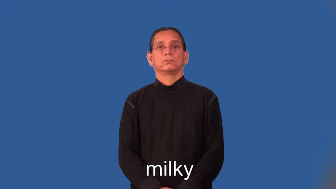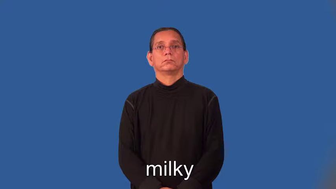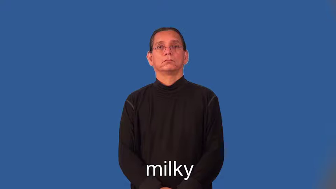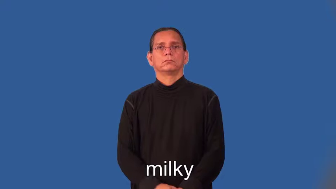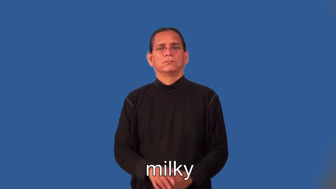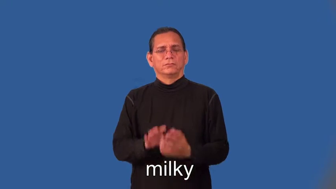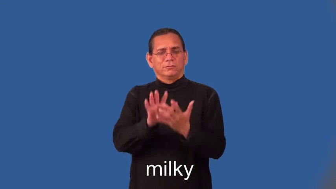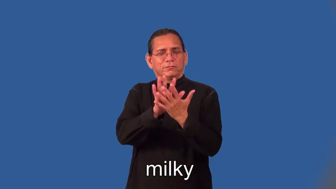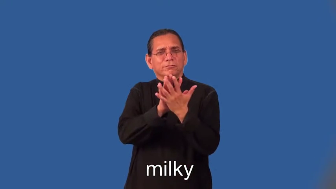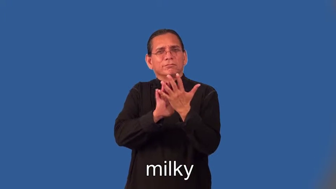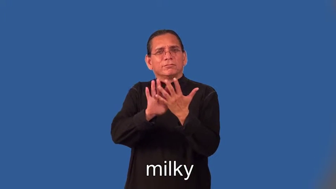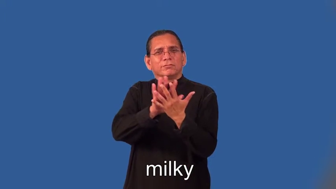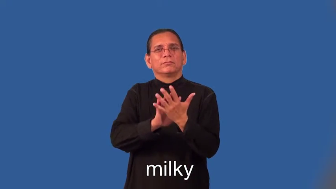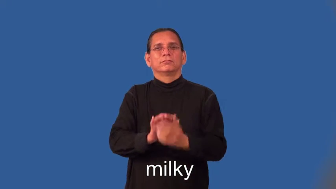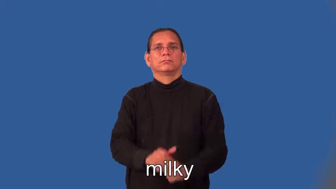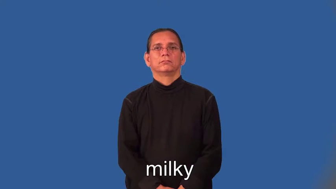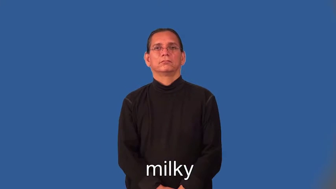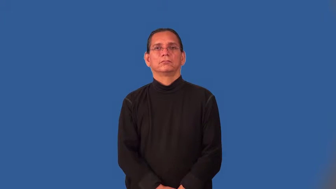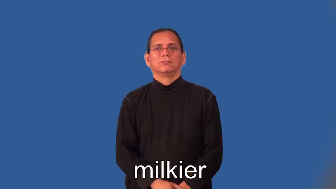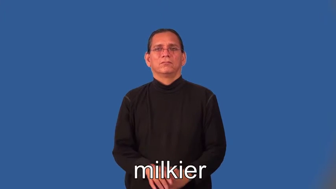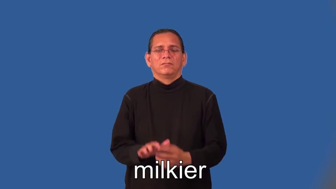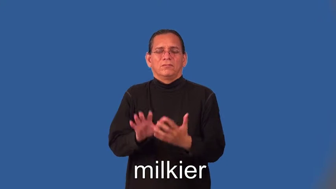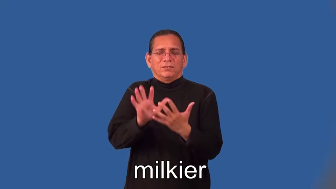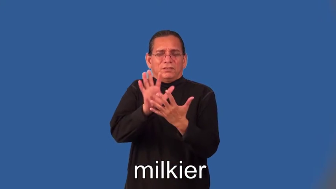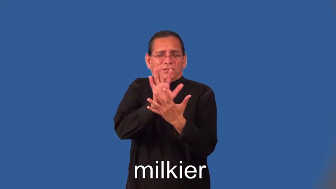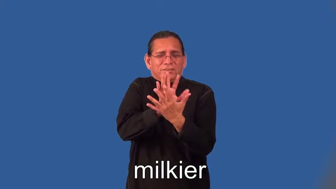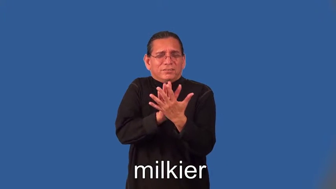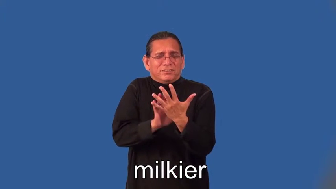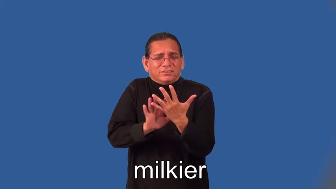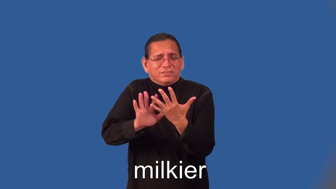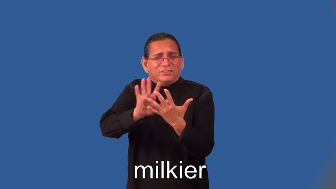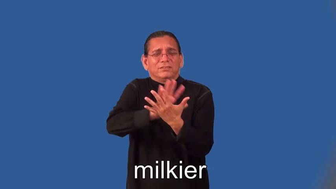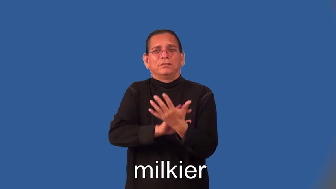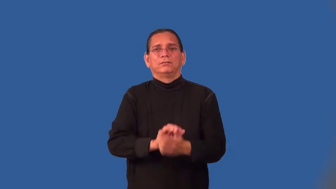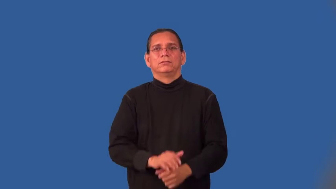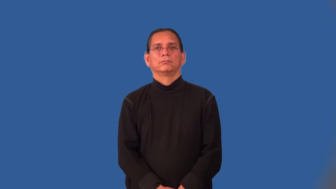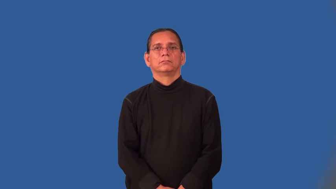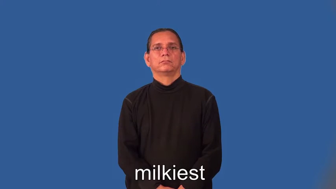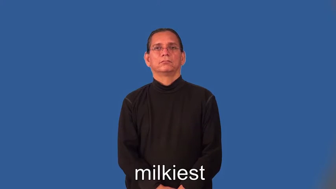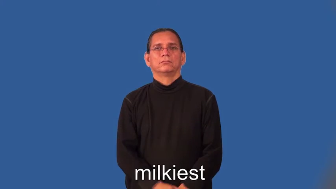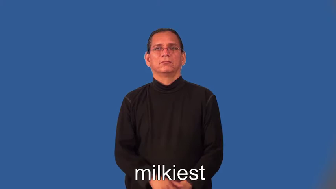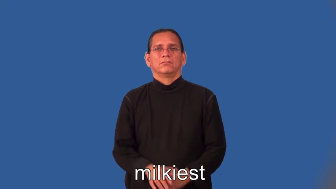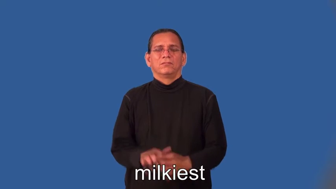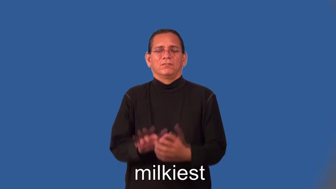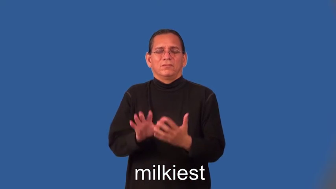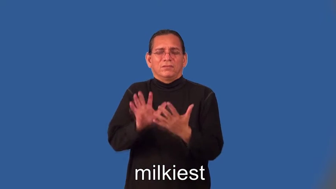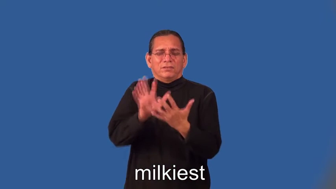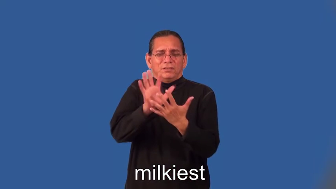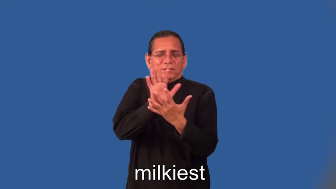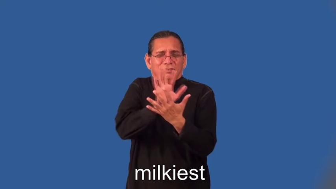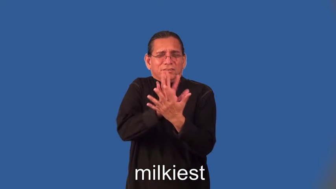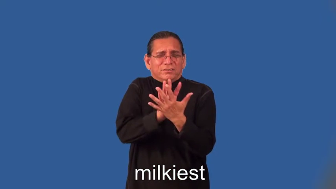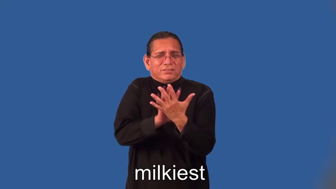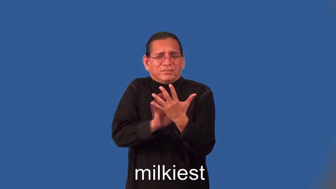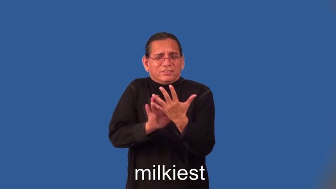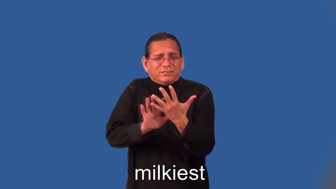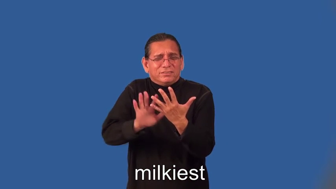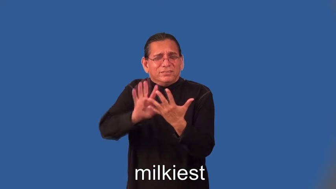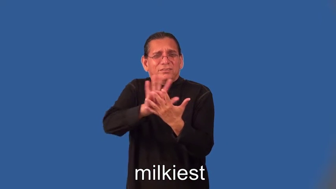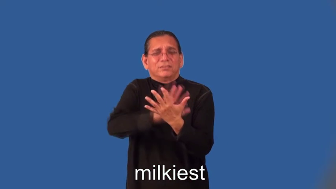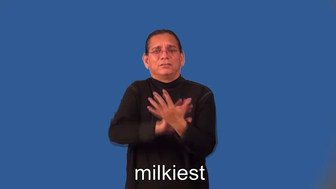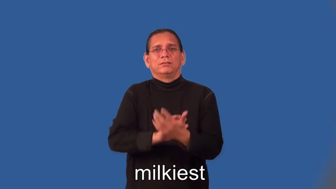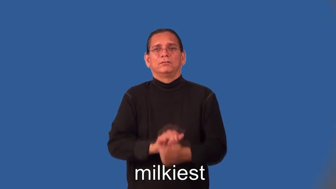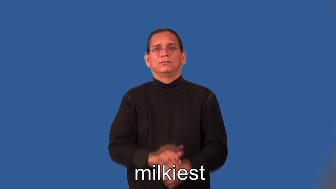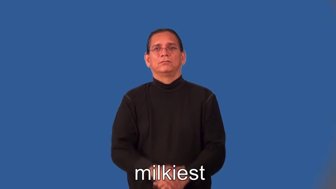milkier,milkiest-cloudy